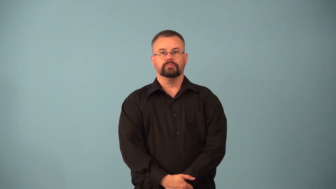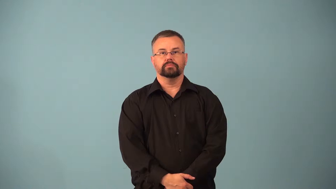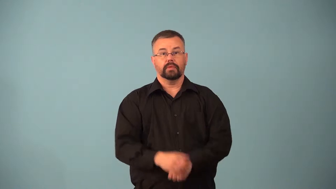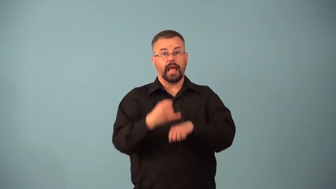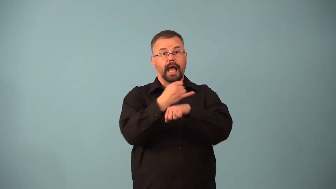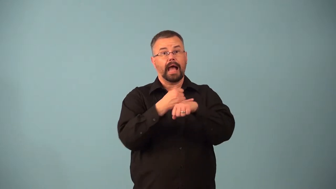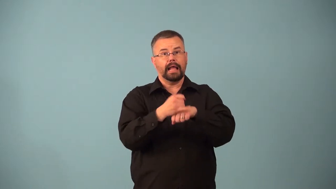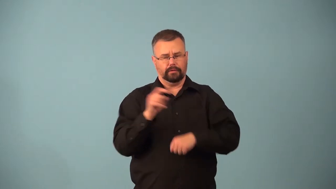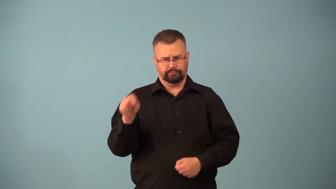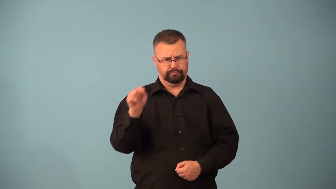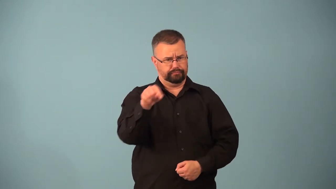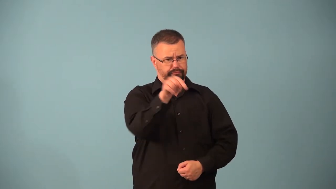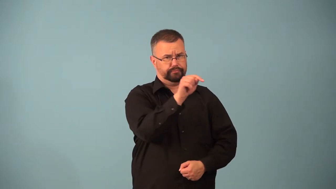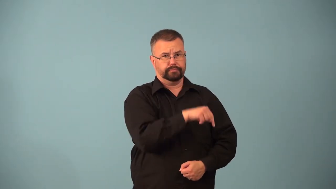archipelago